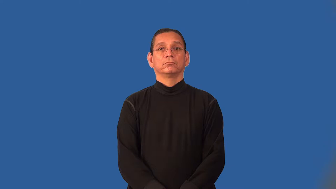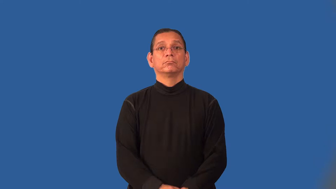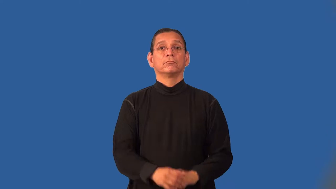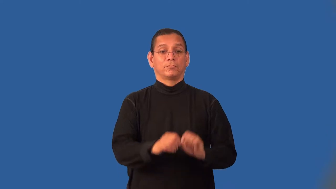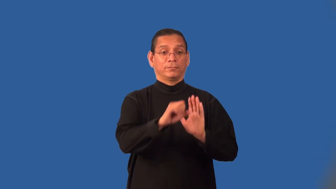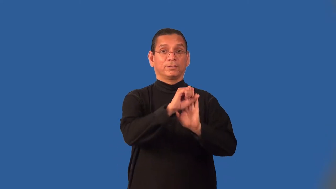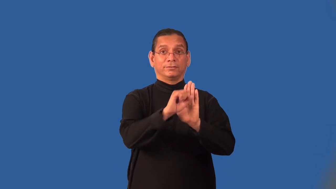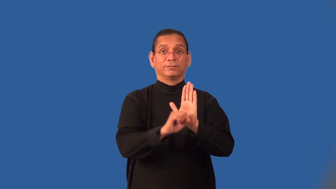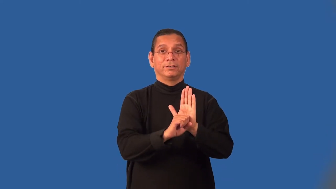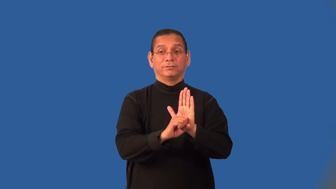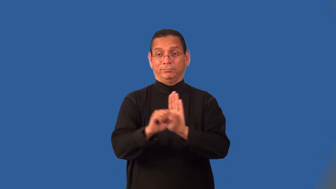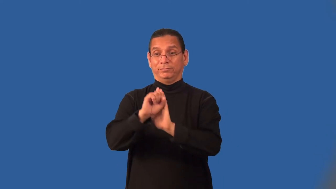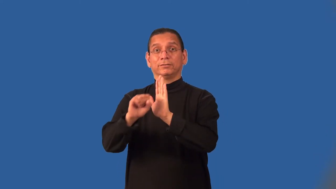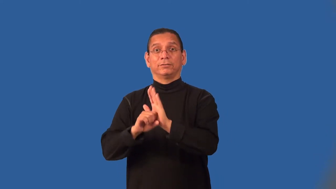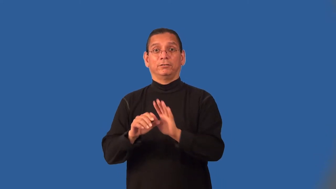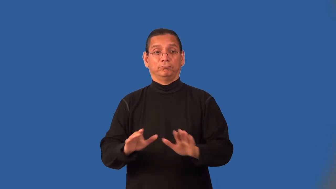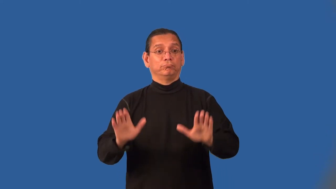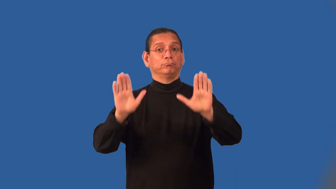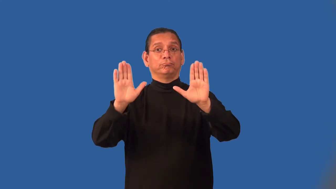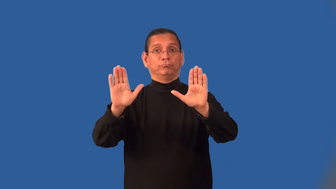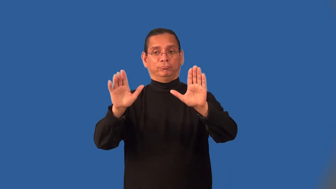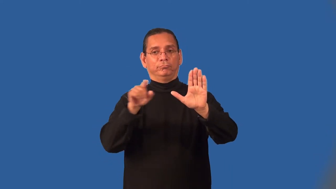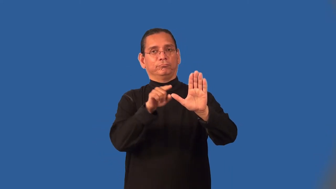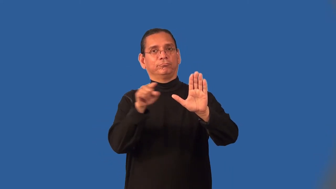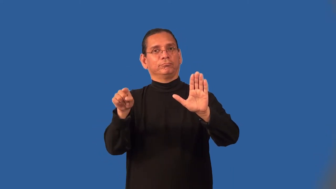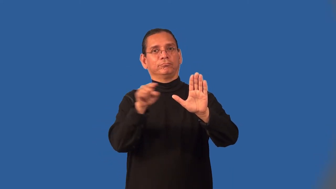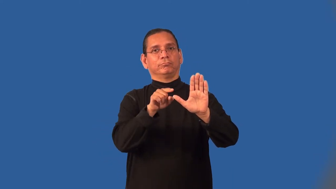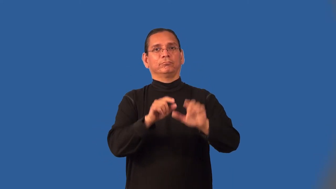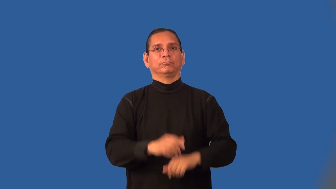interstate-between states